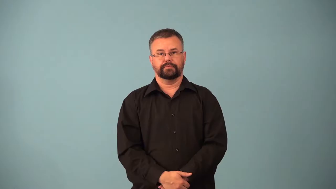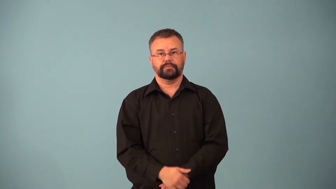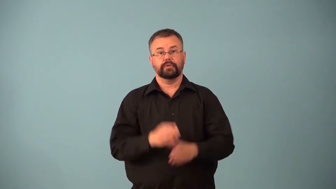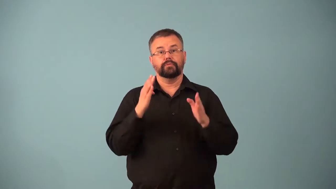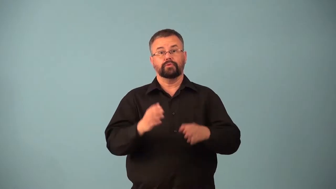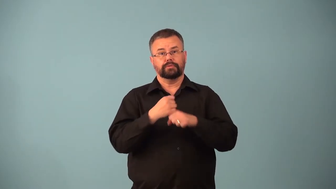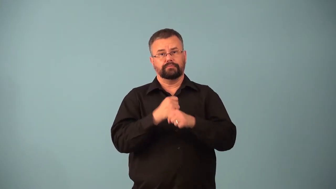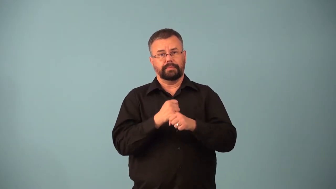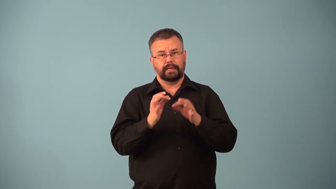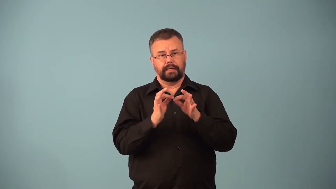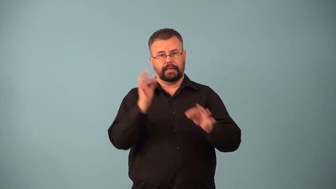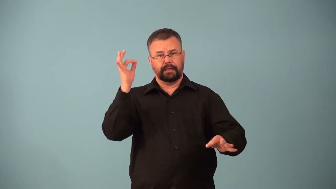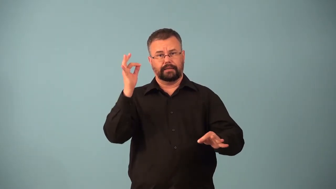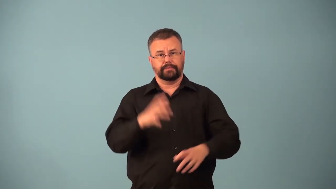caner